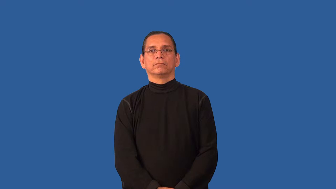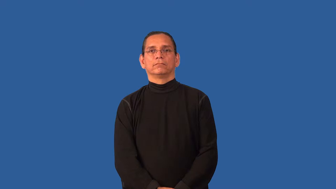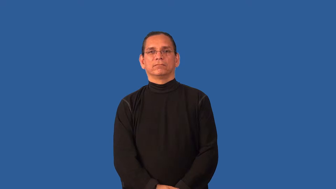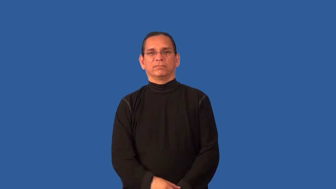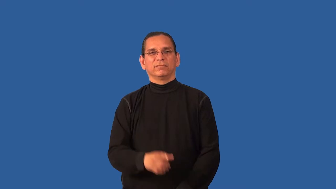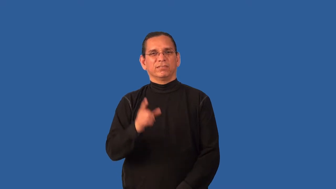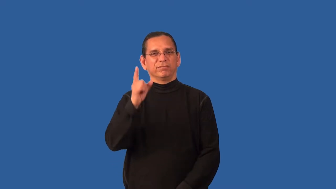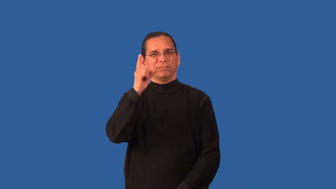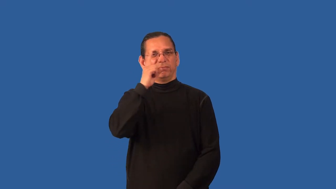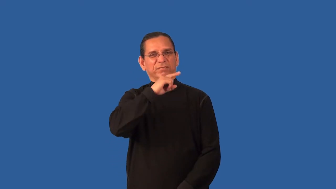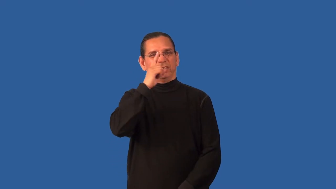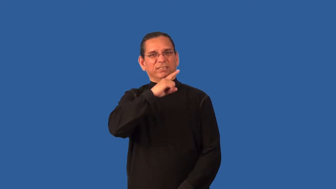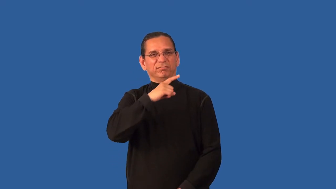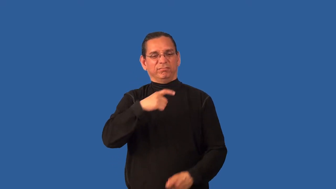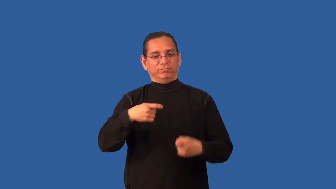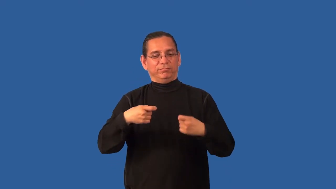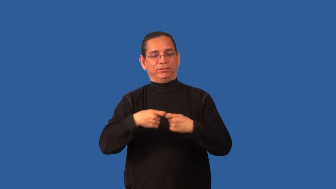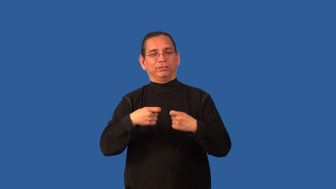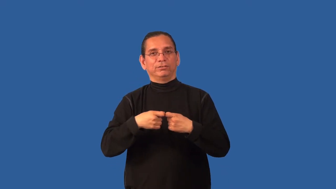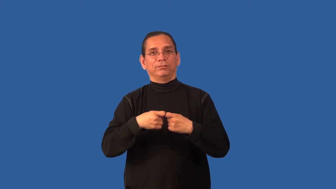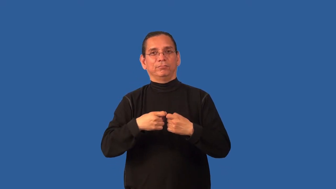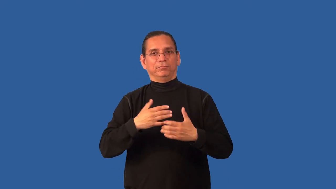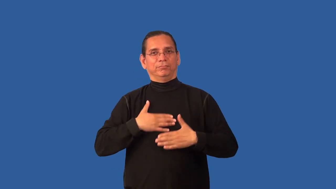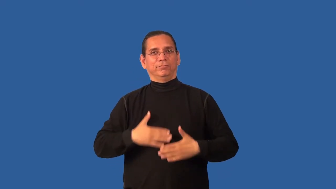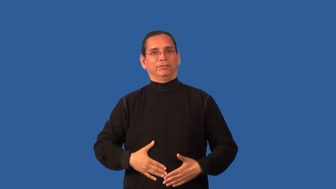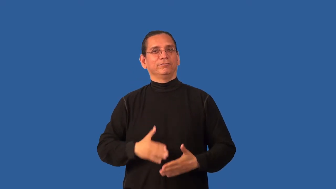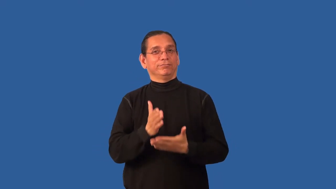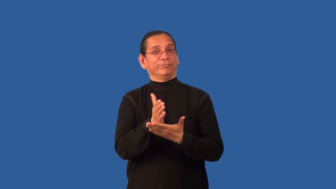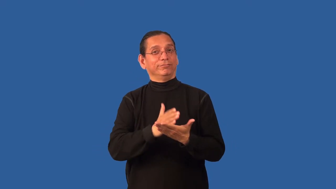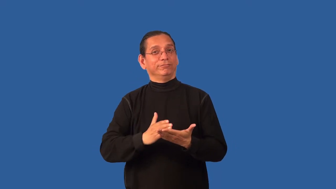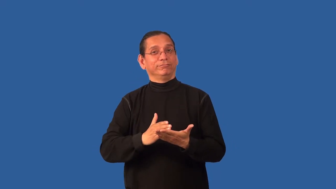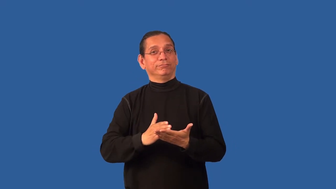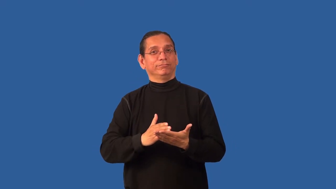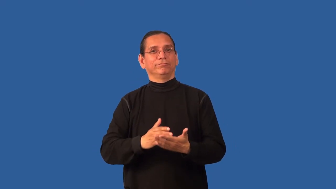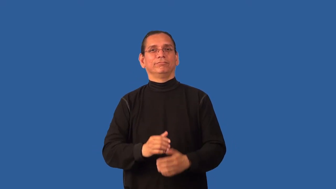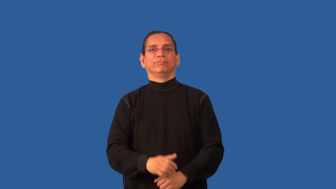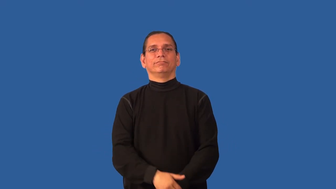bionic